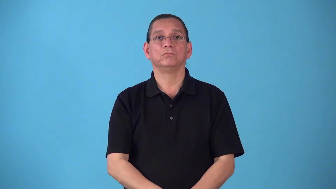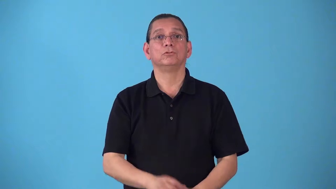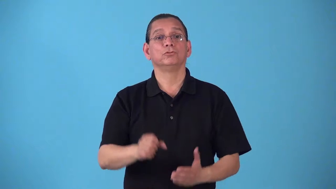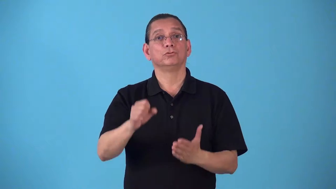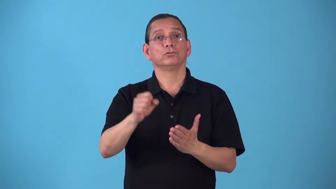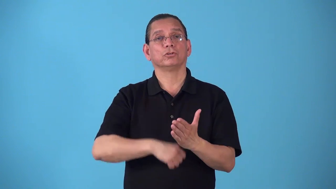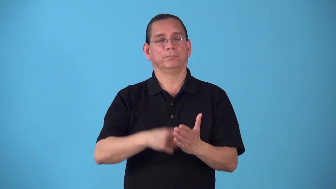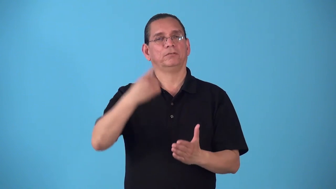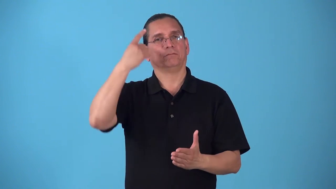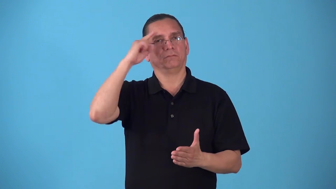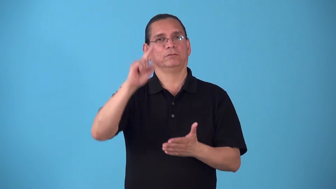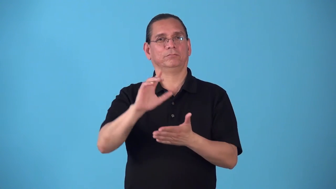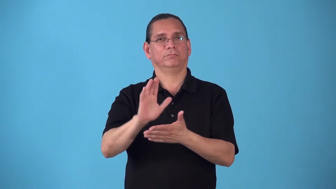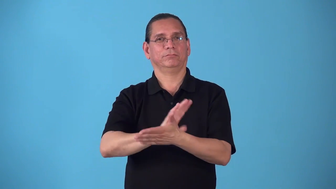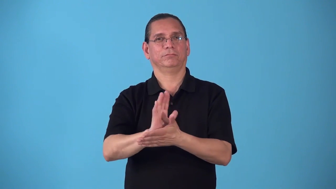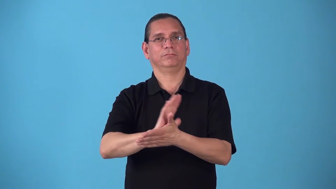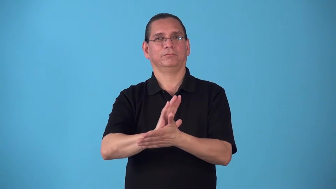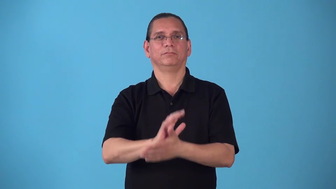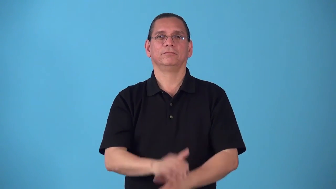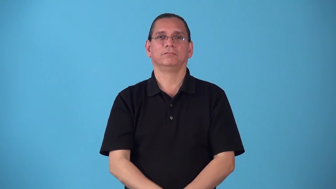screenplay